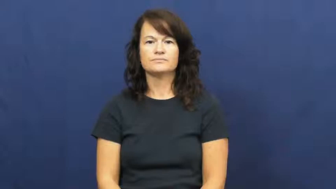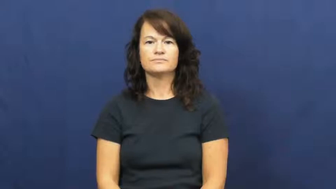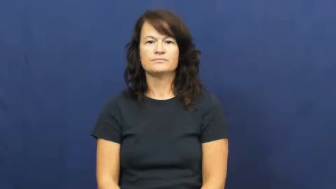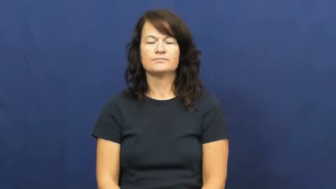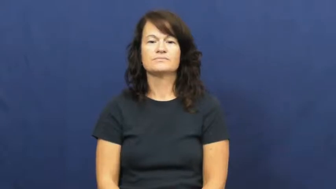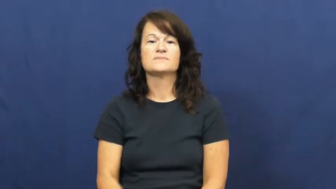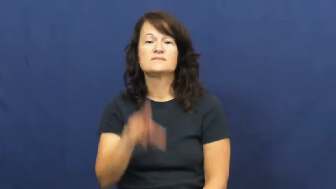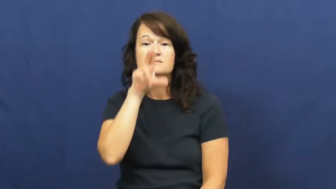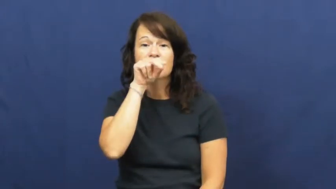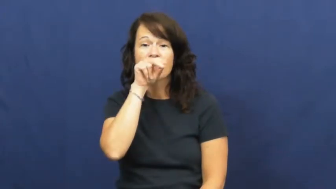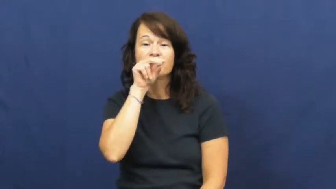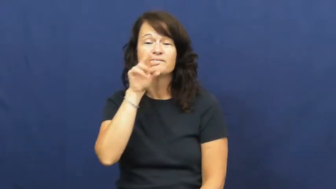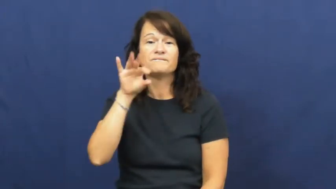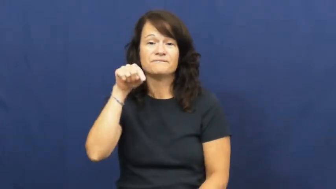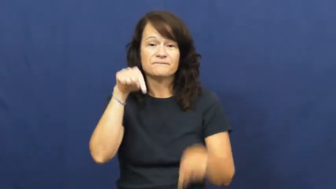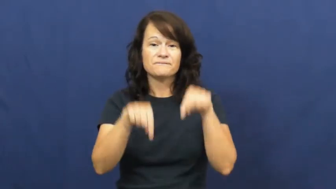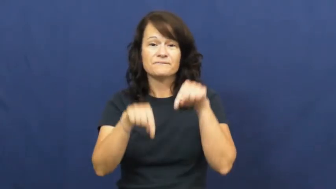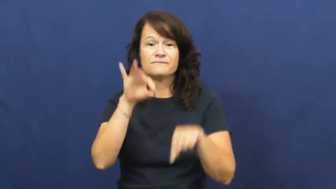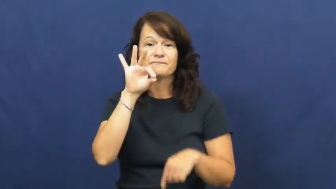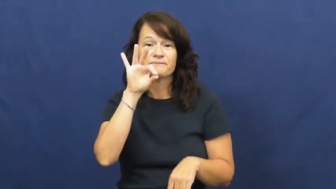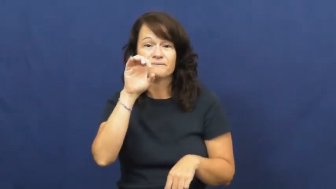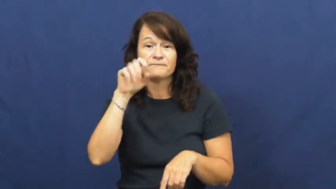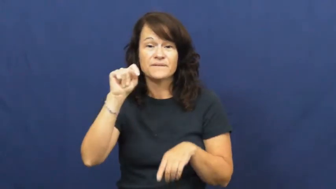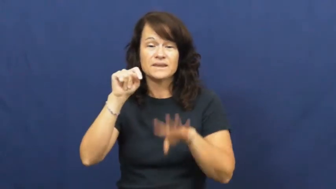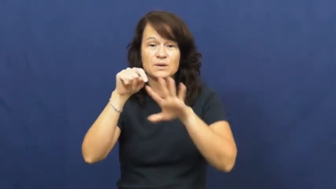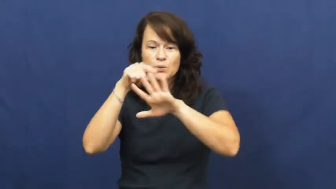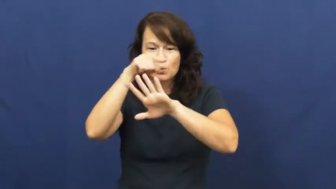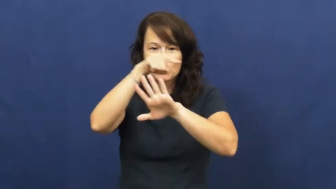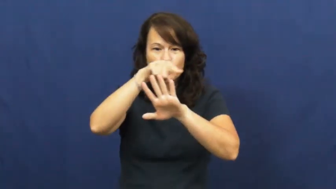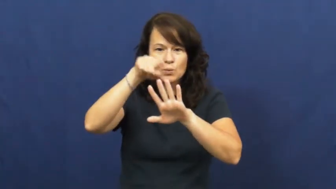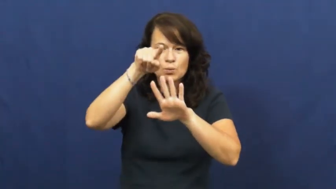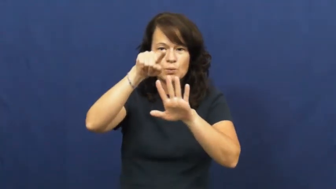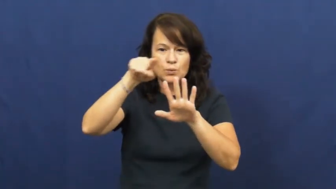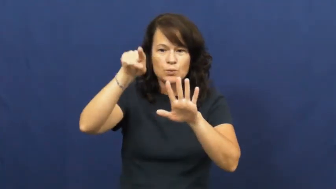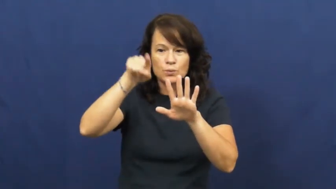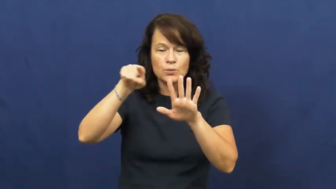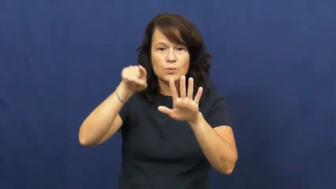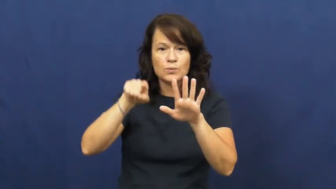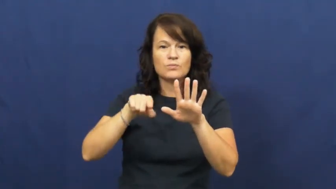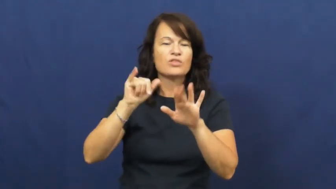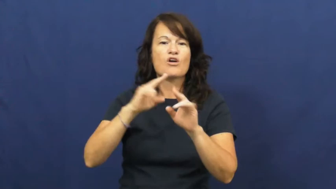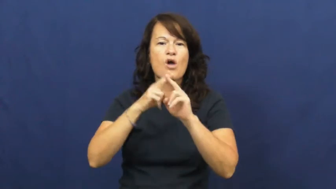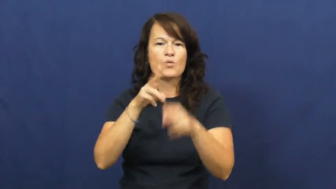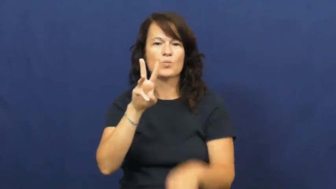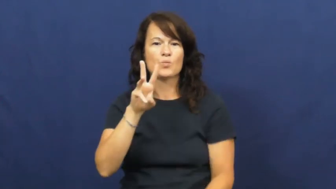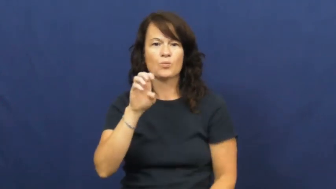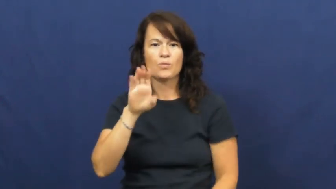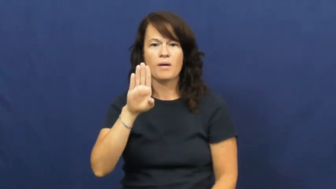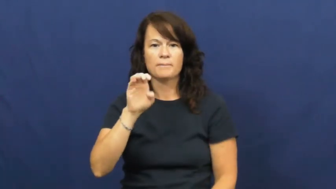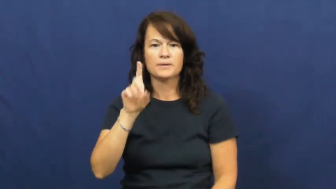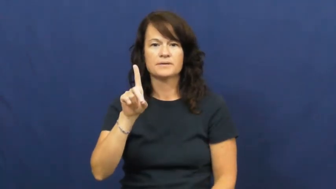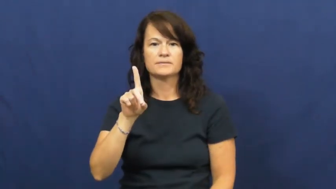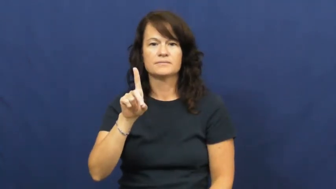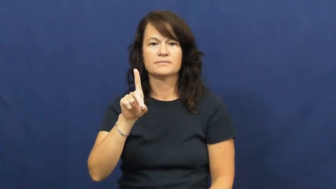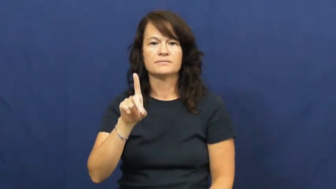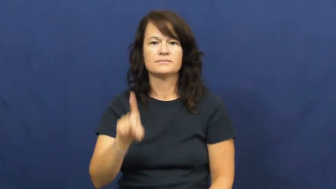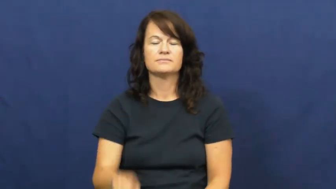web-feet